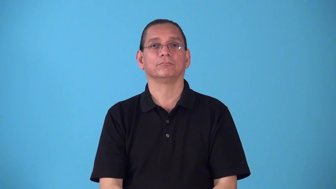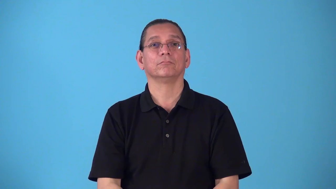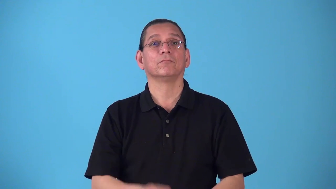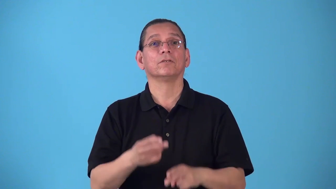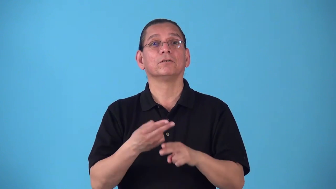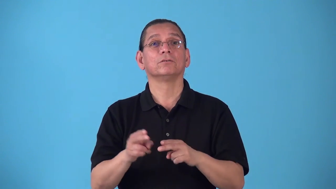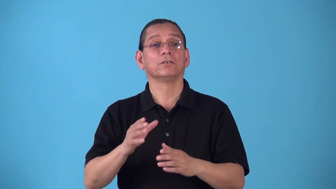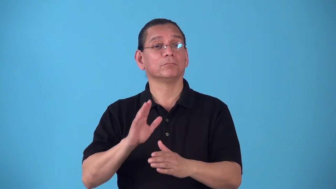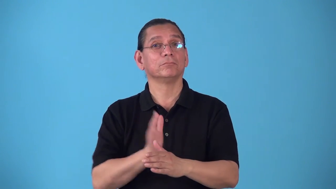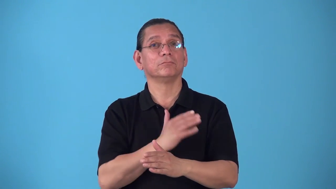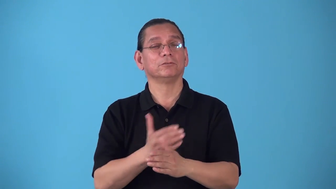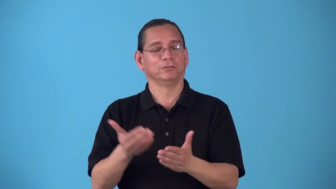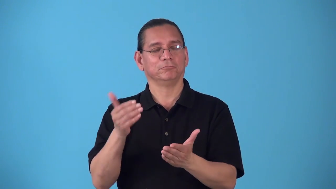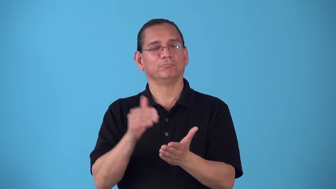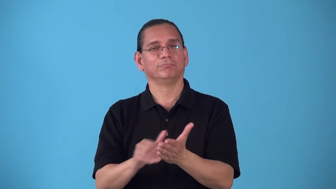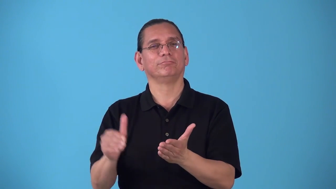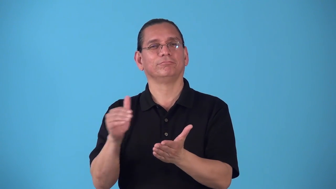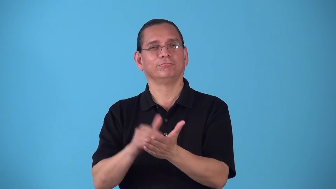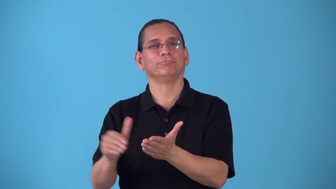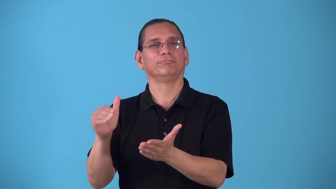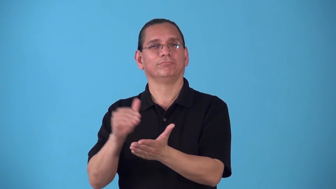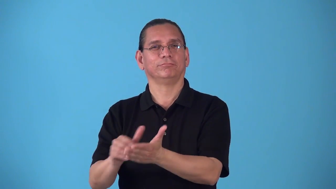riff-music